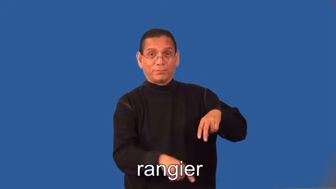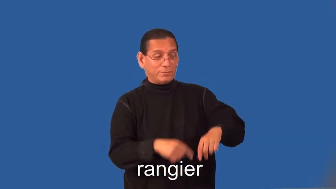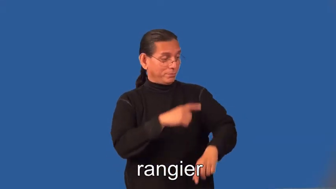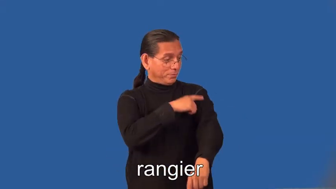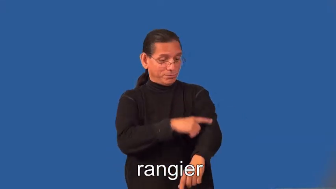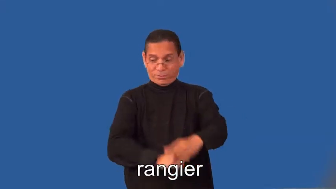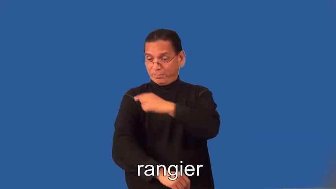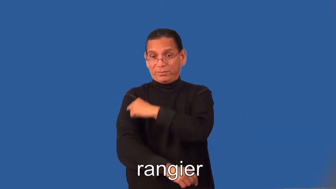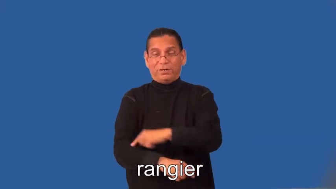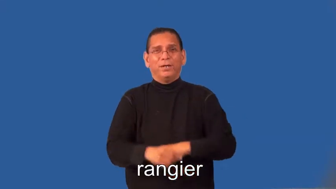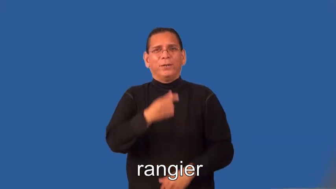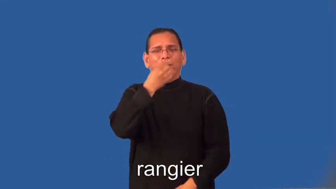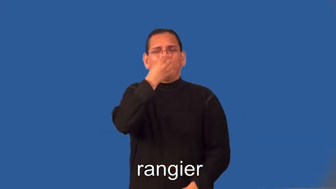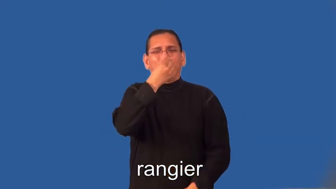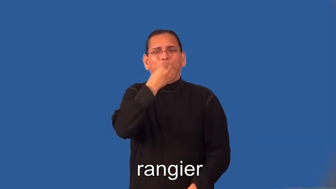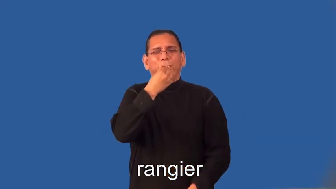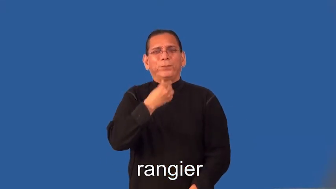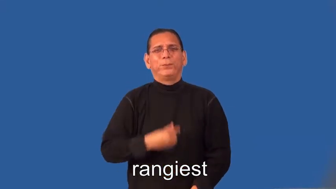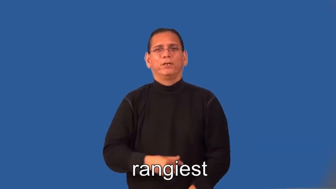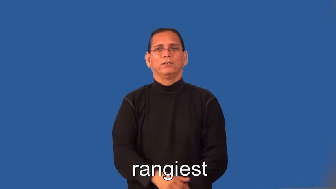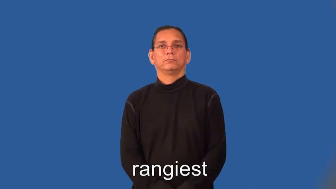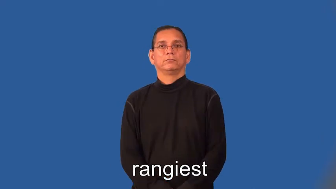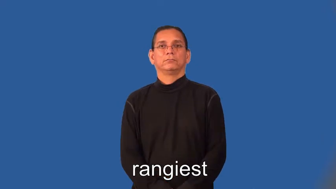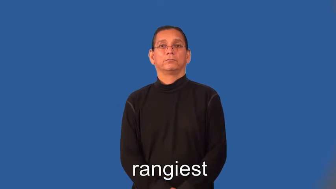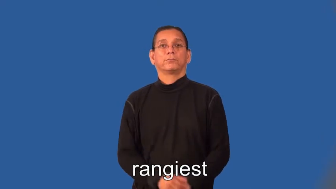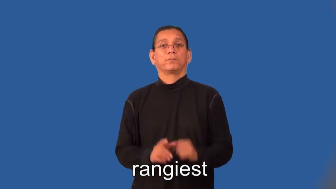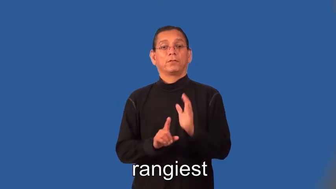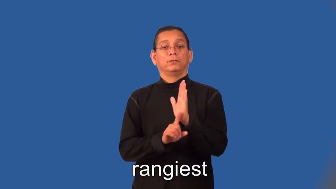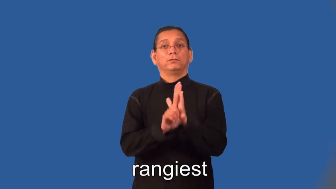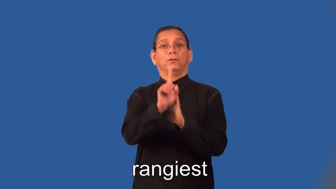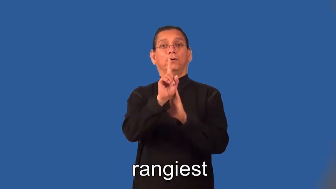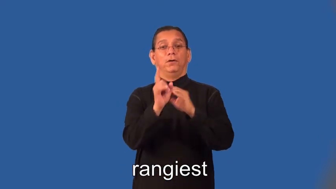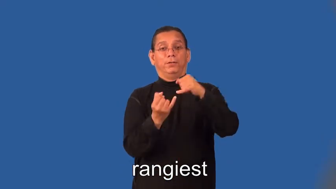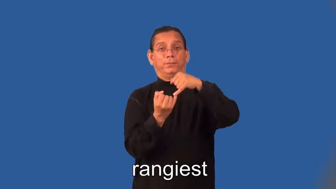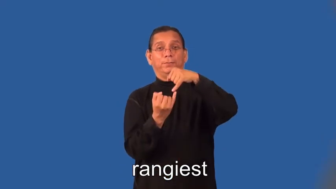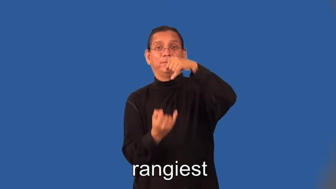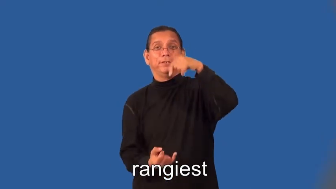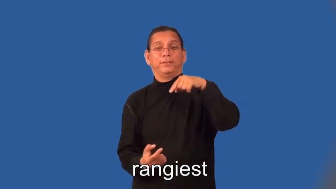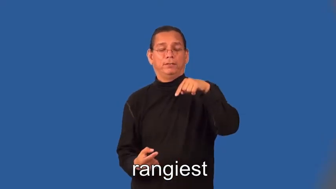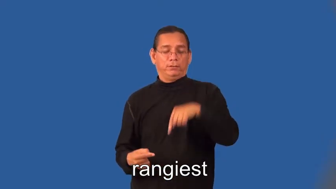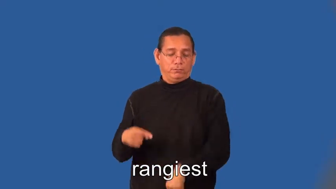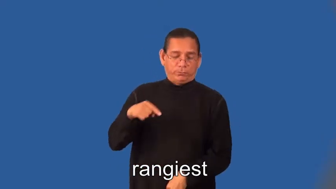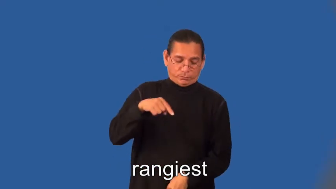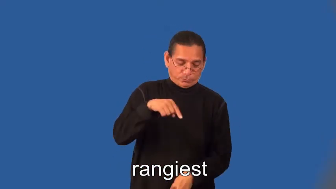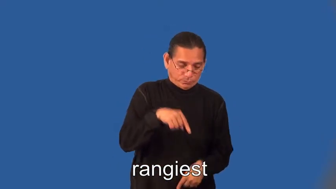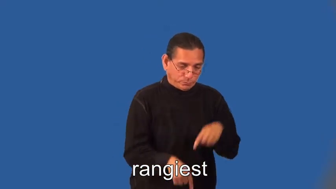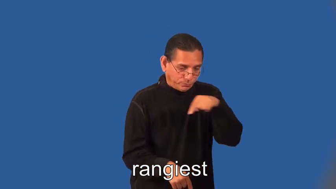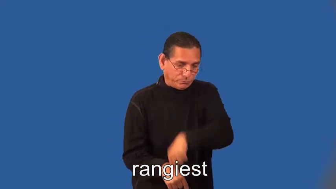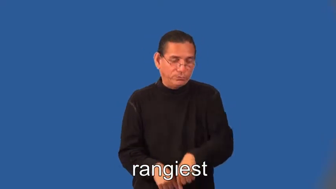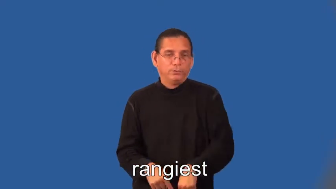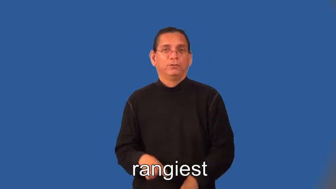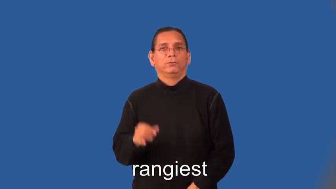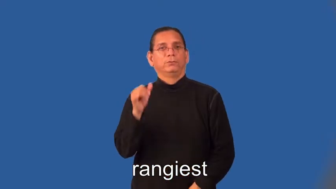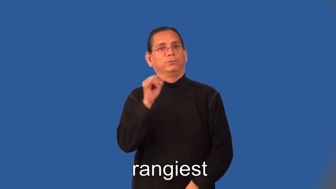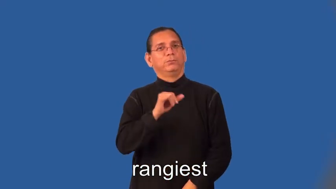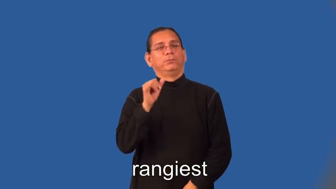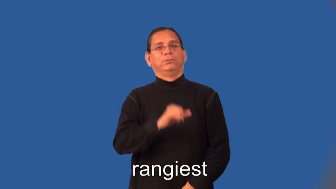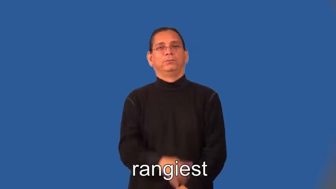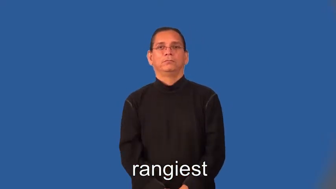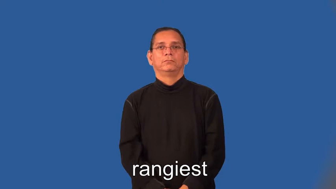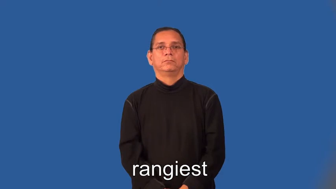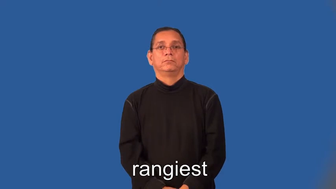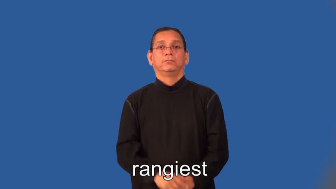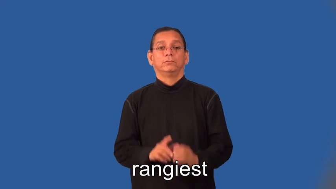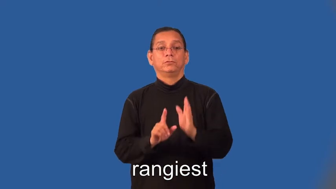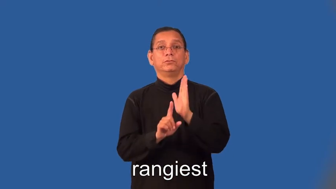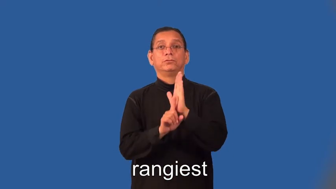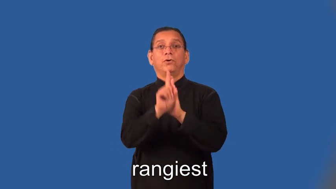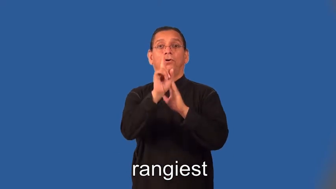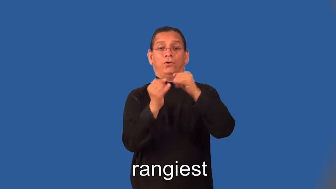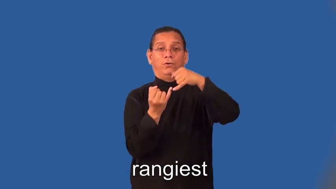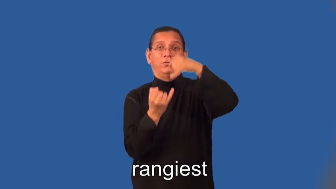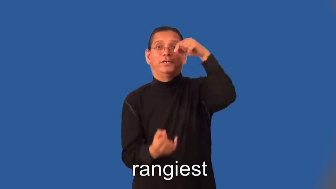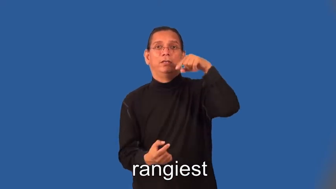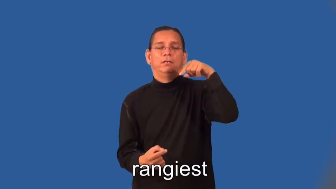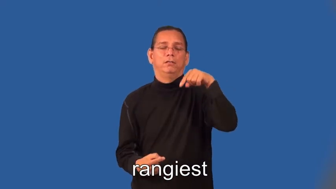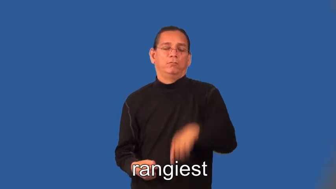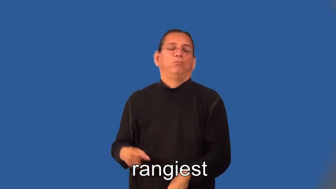rangier,rangiest